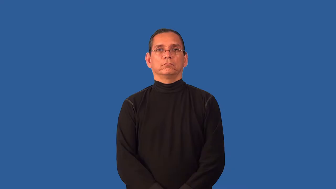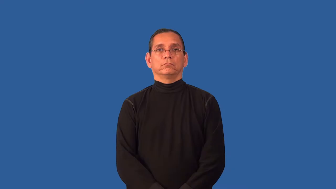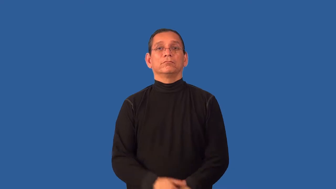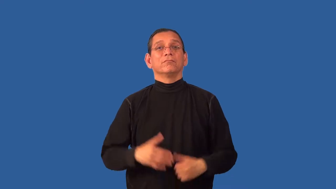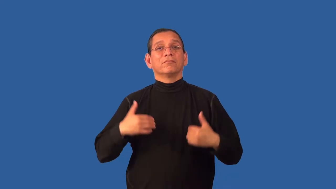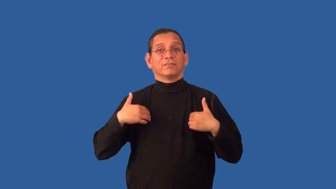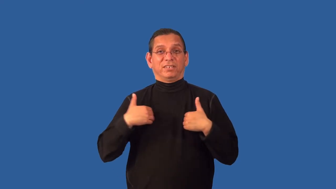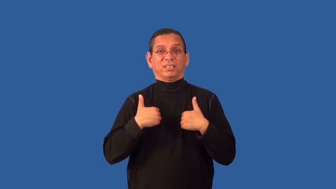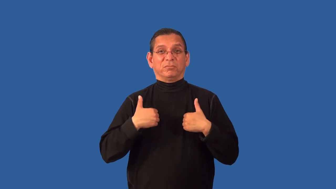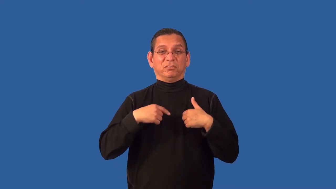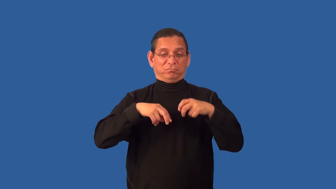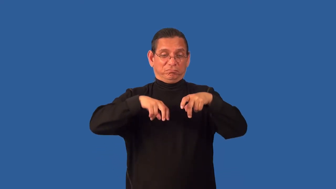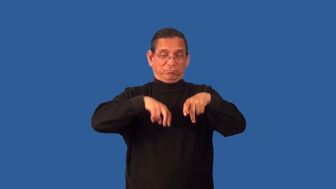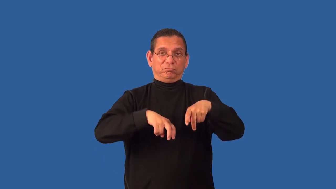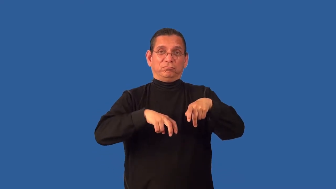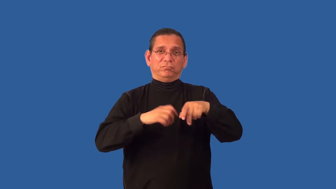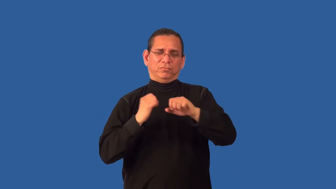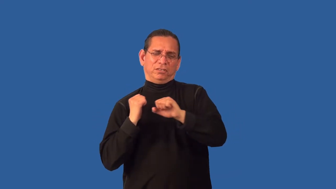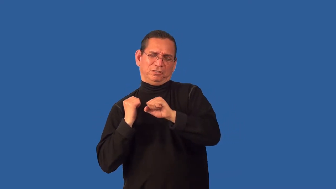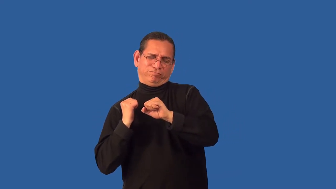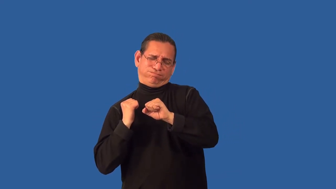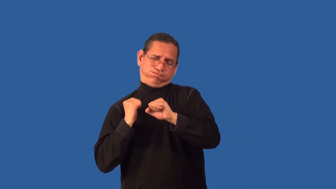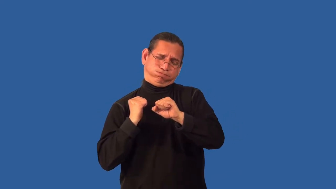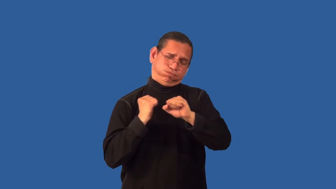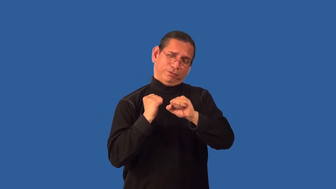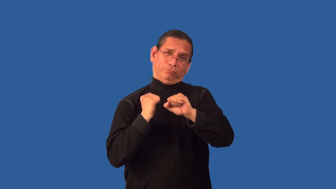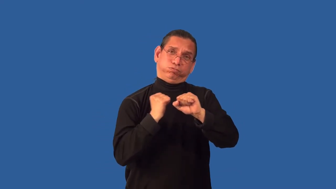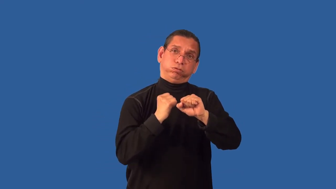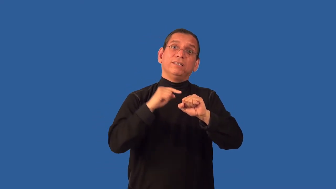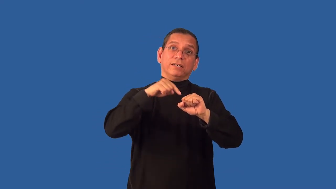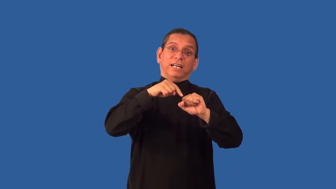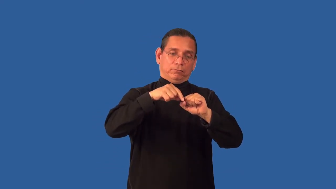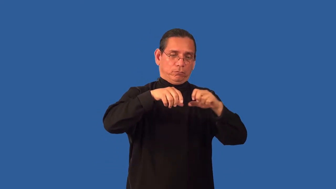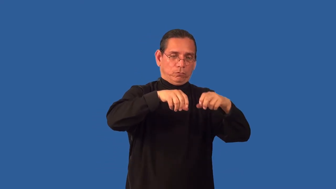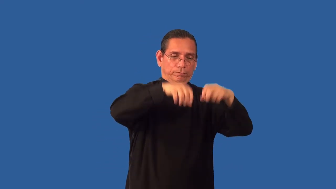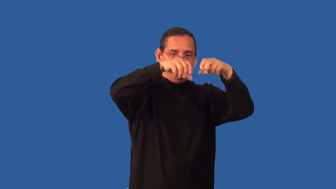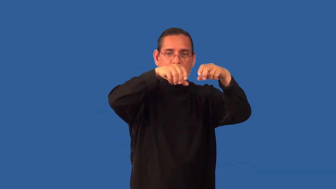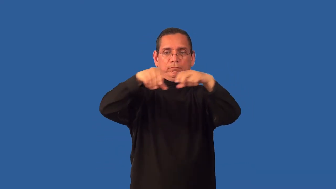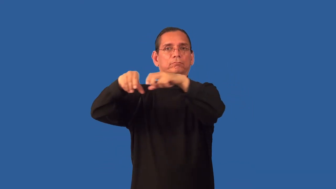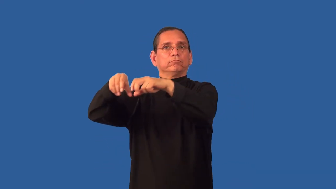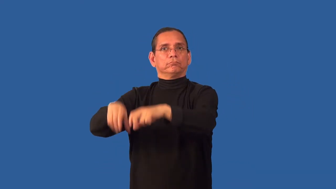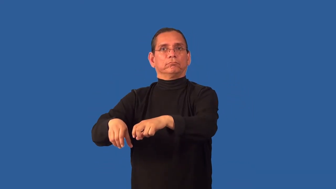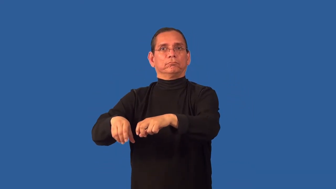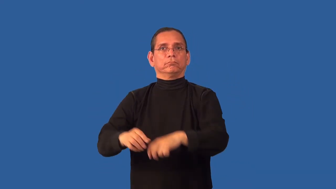unyoke